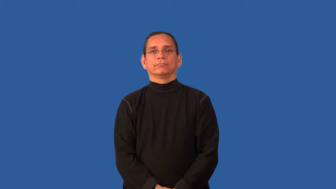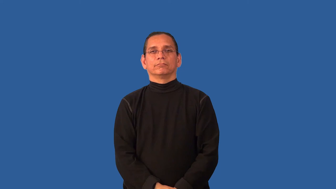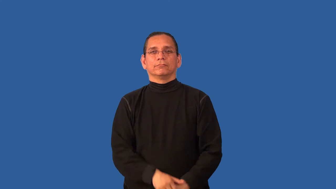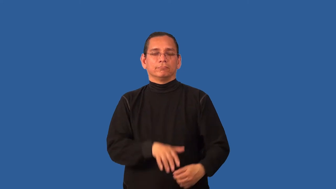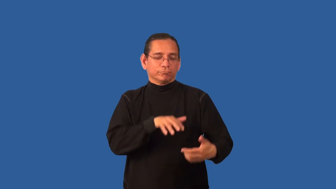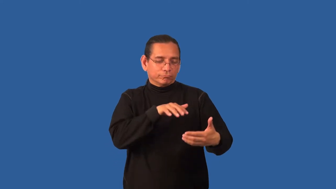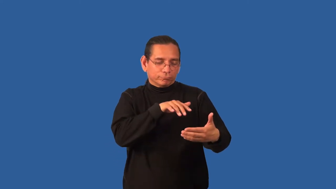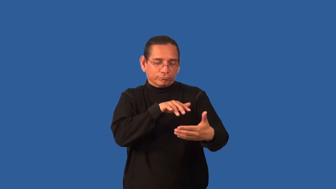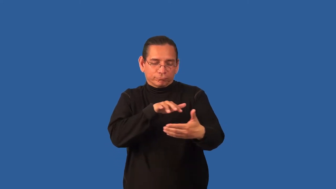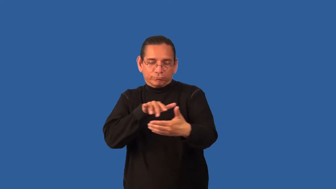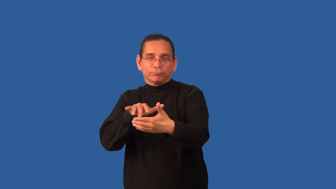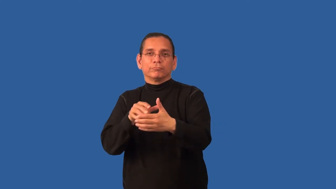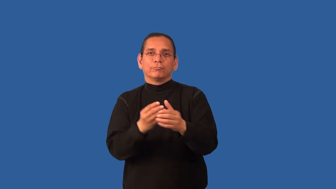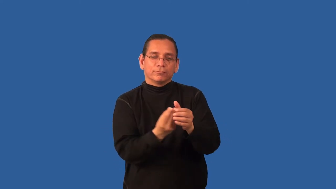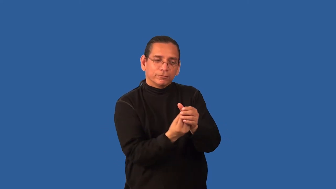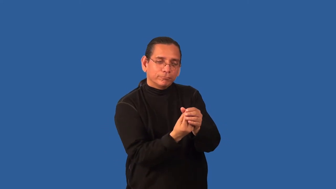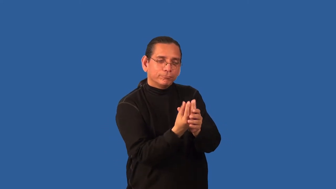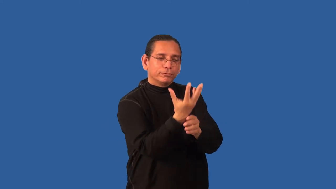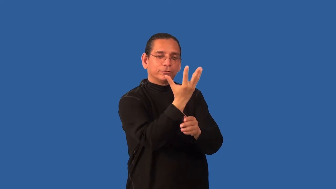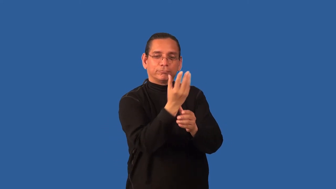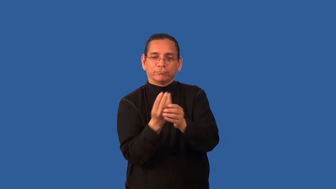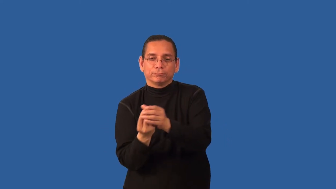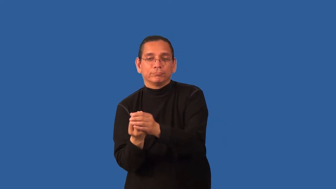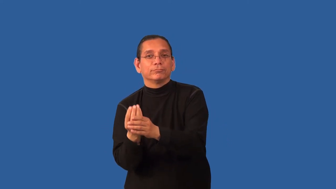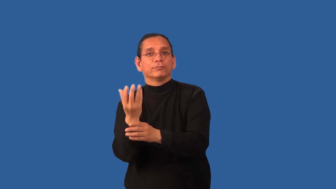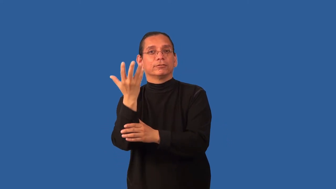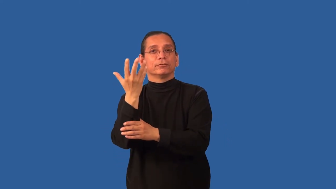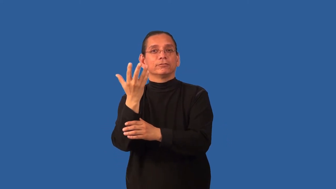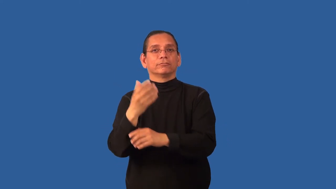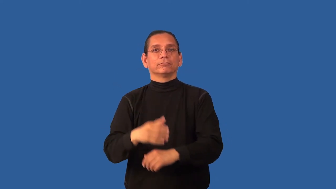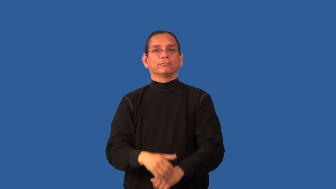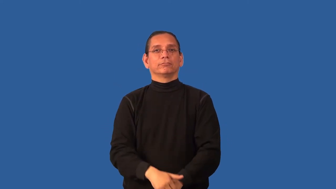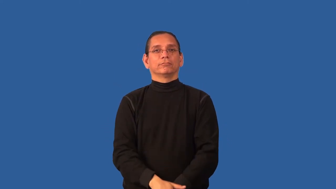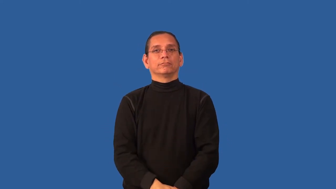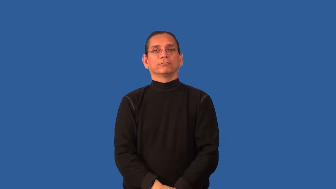botany